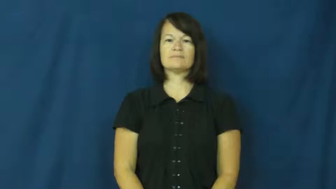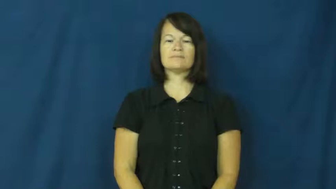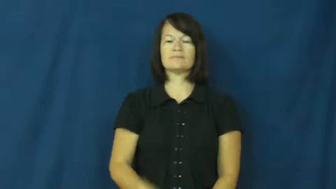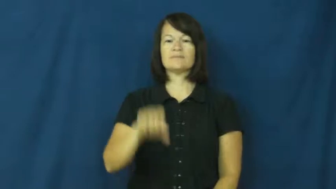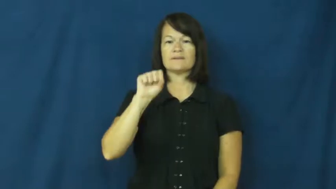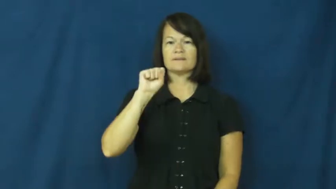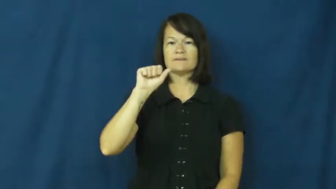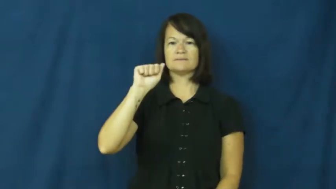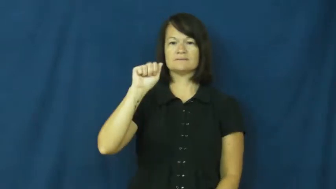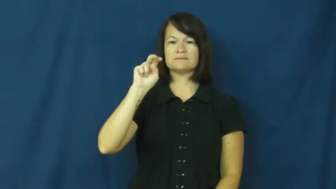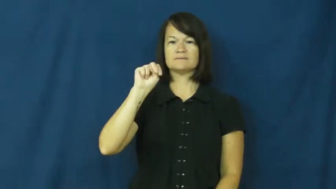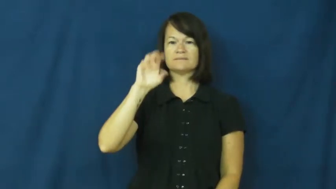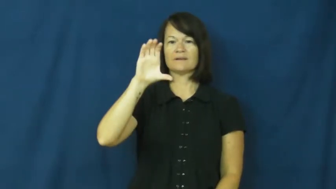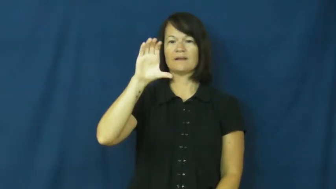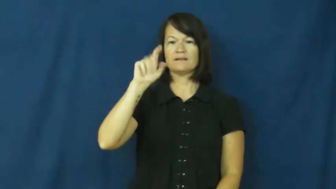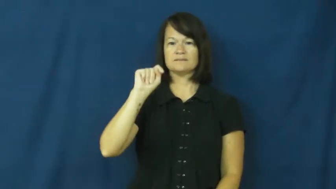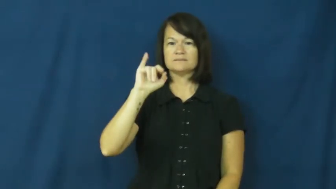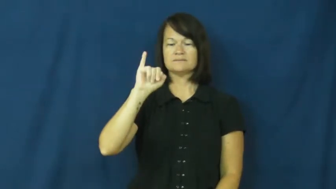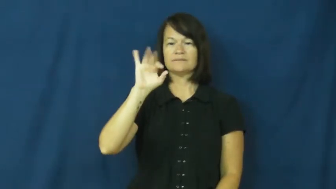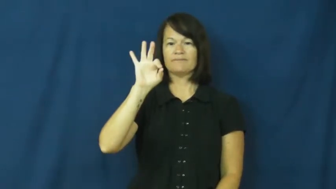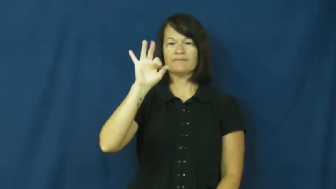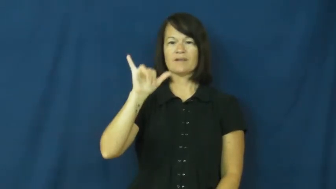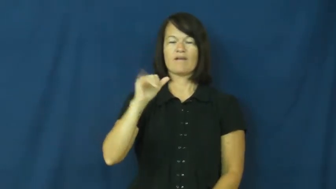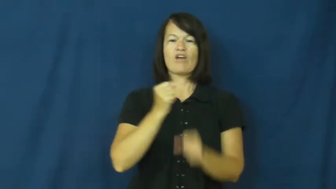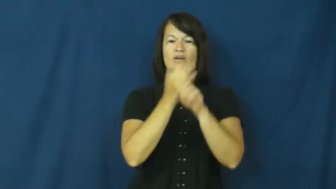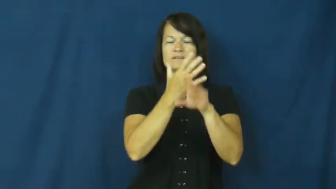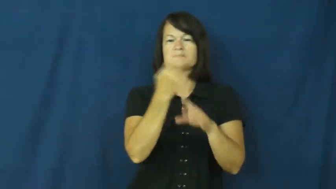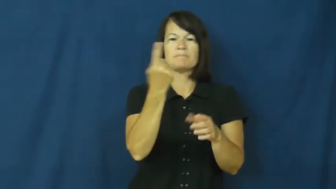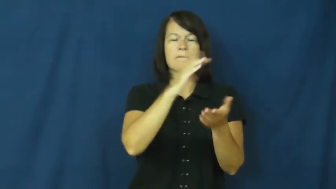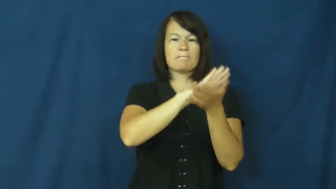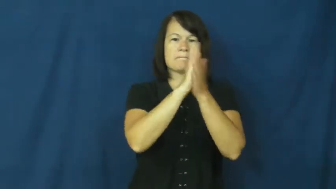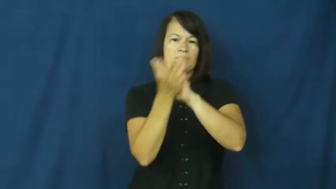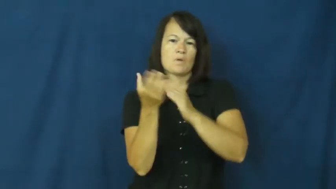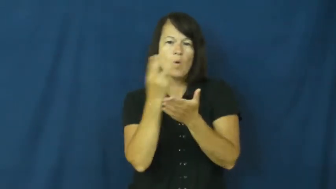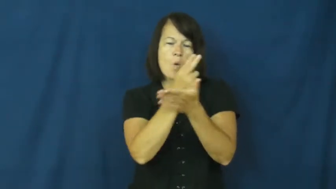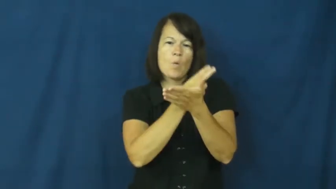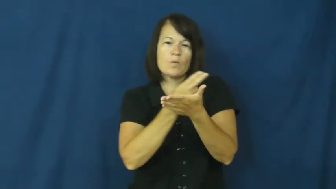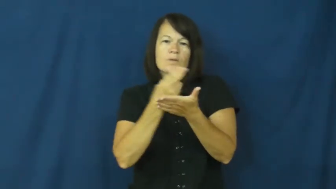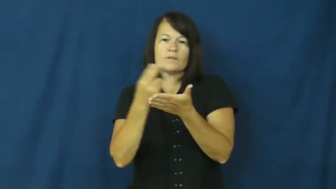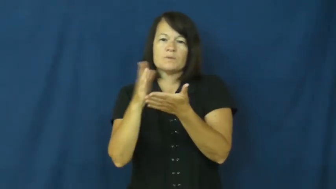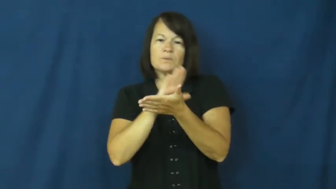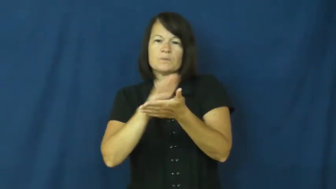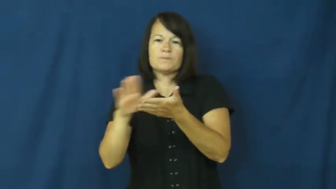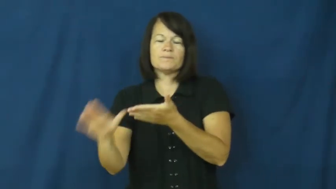sanctify